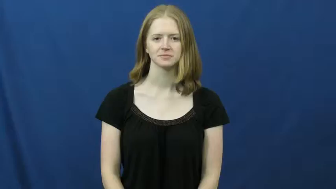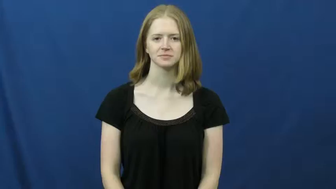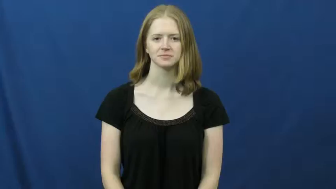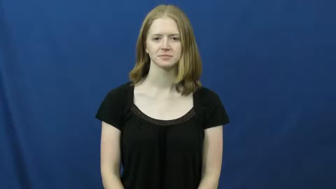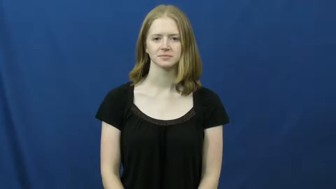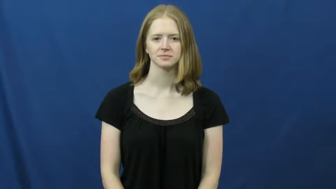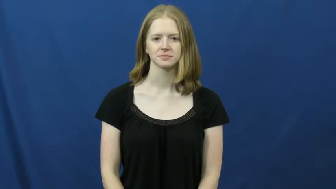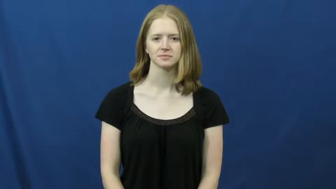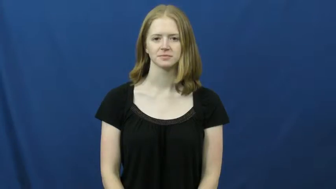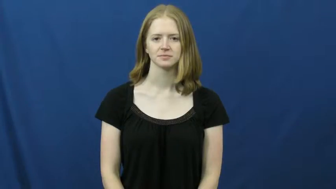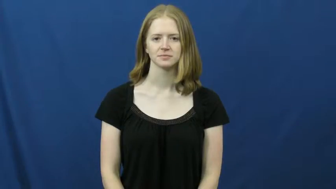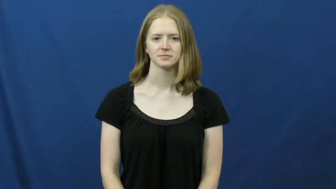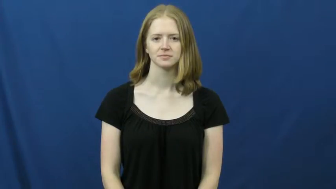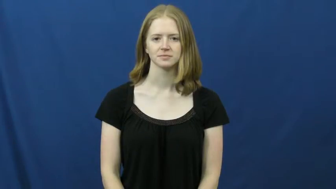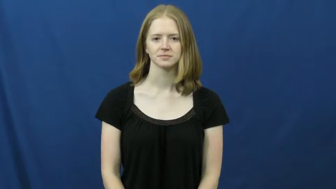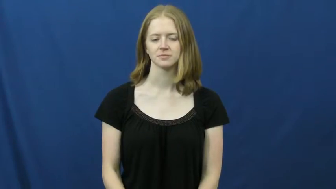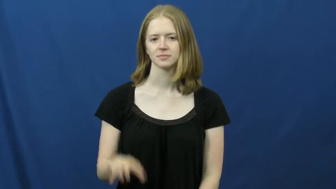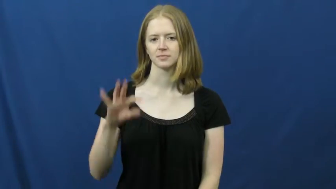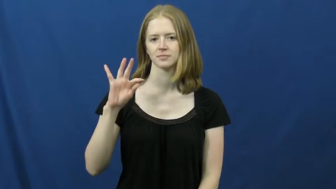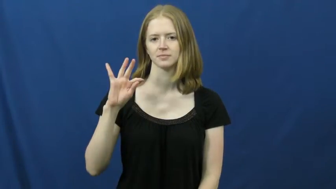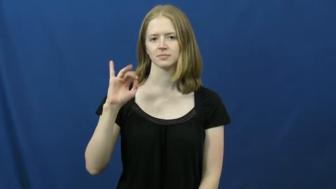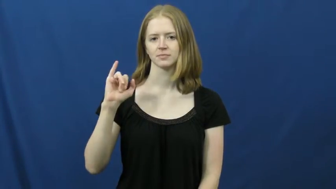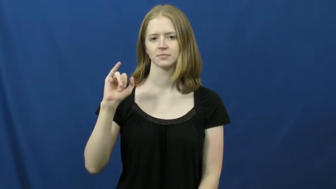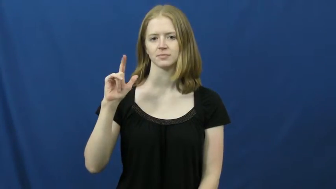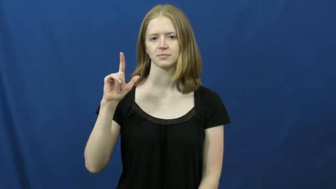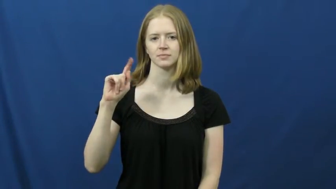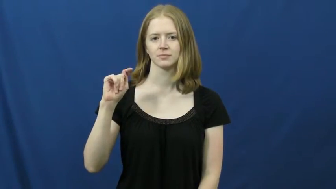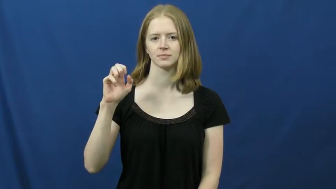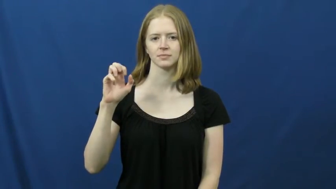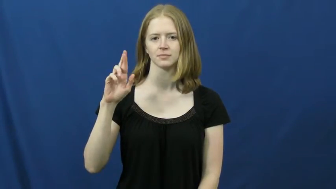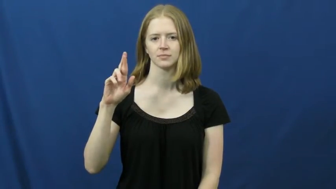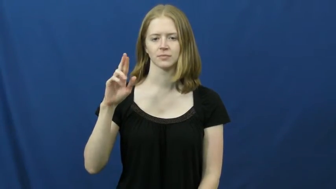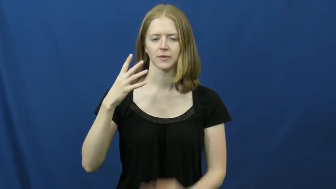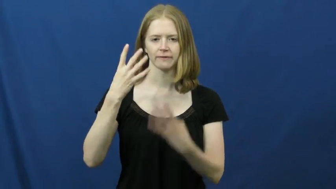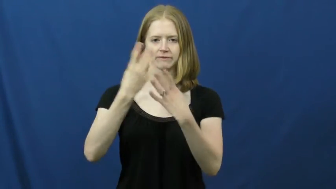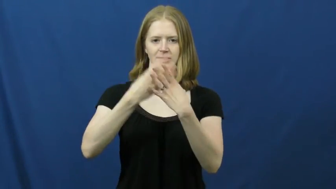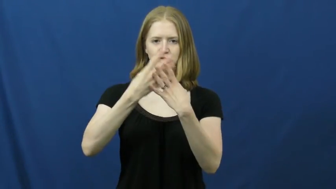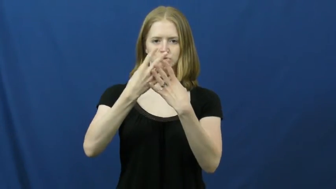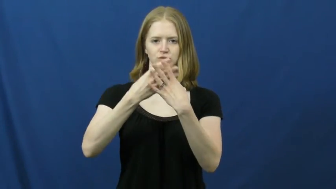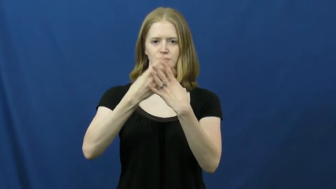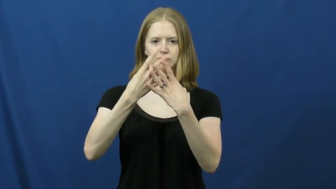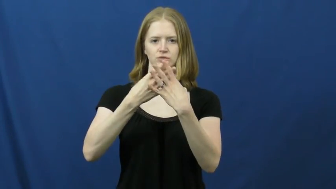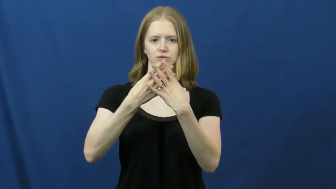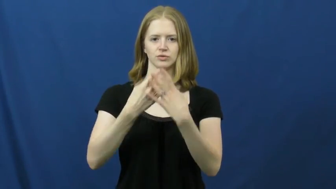filter